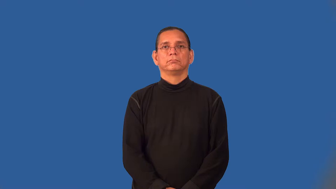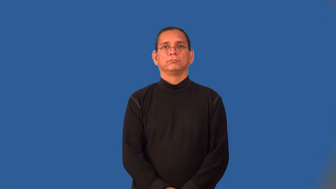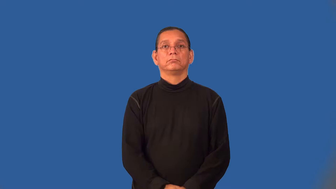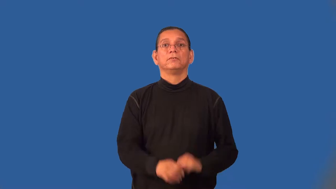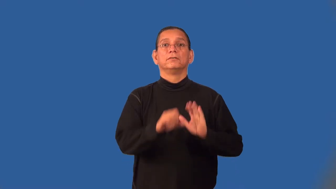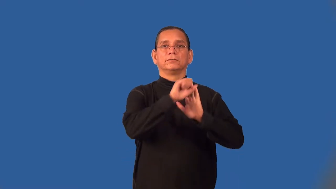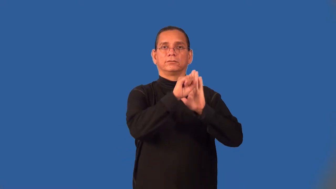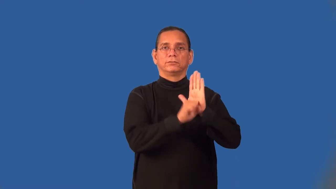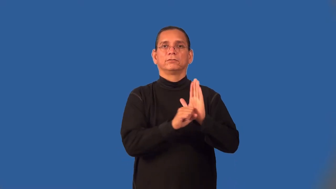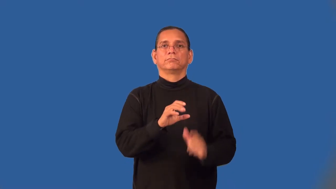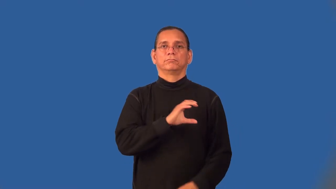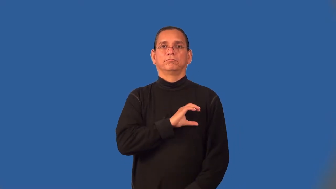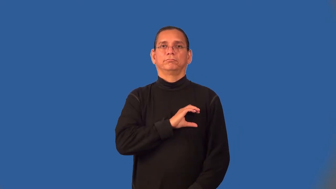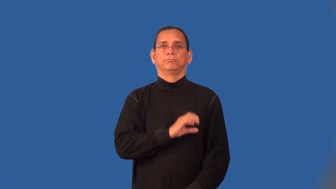trooper-police